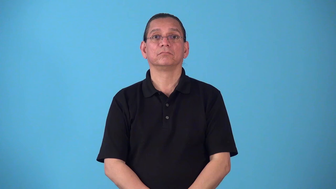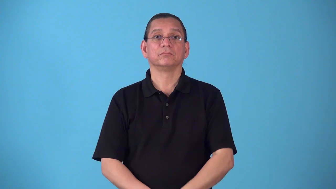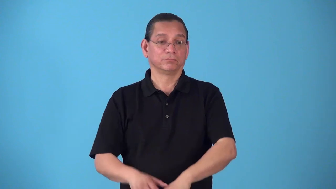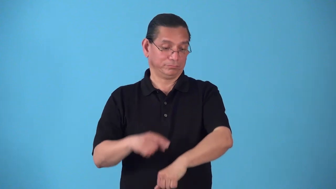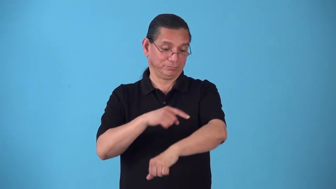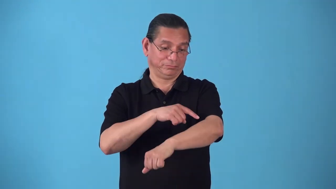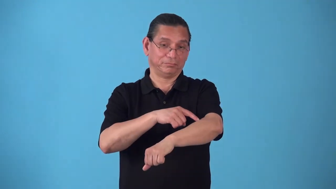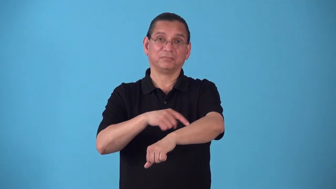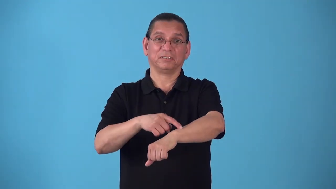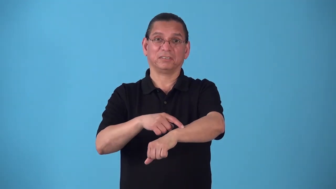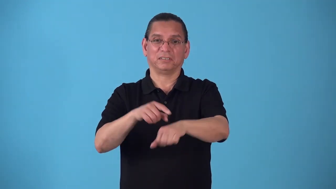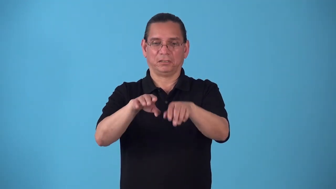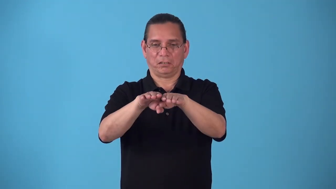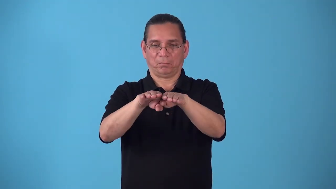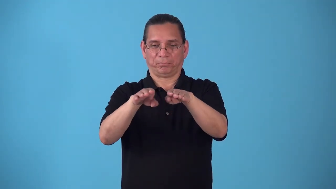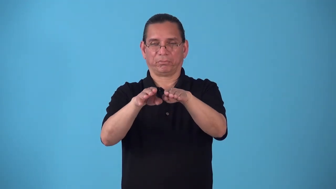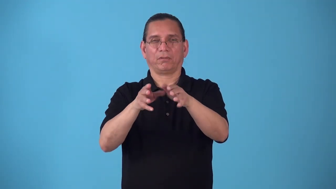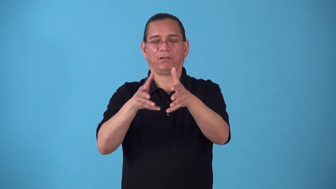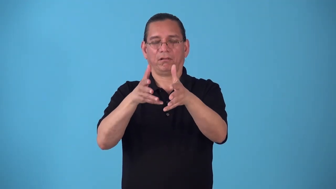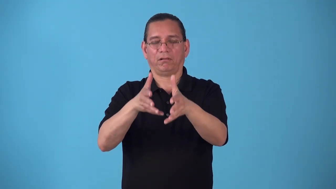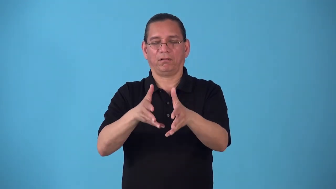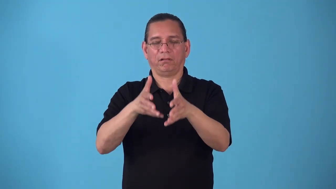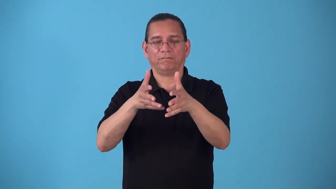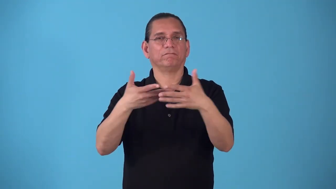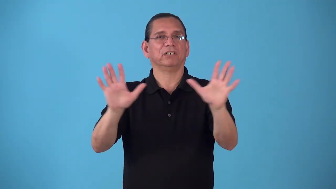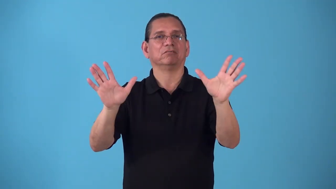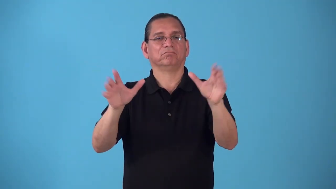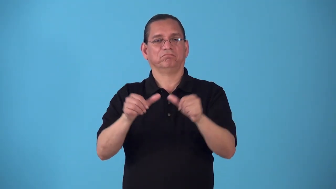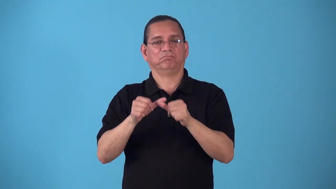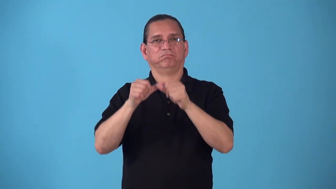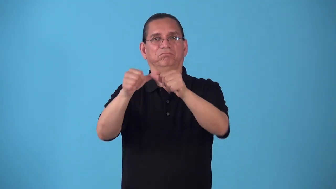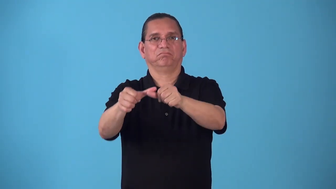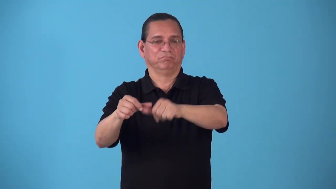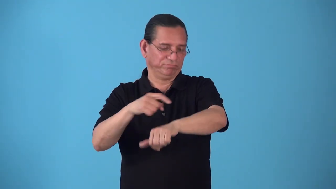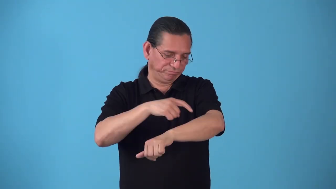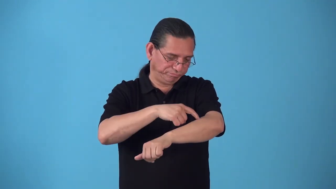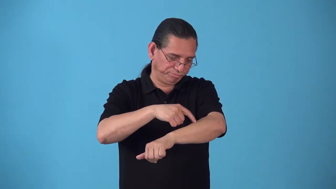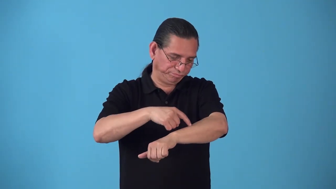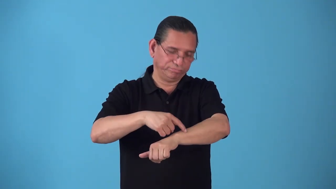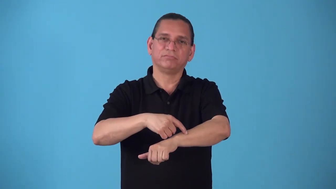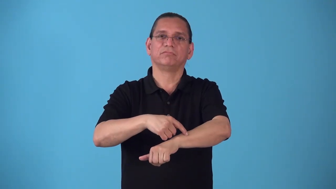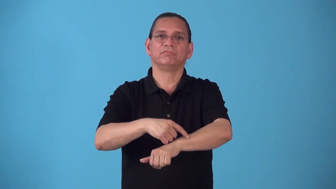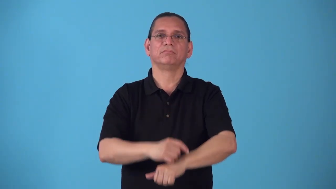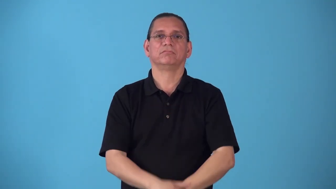scar,cicatrix